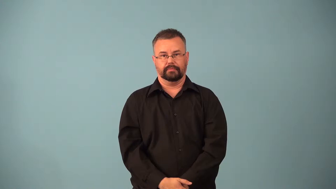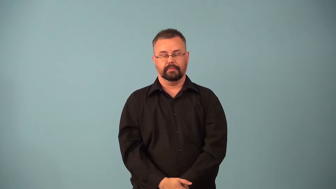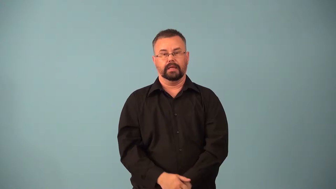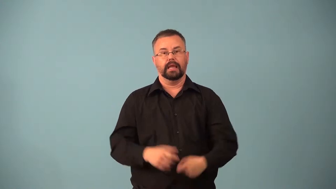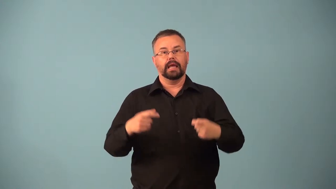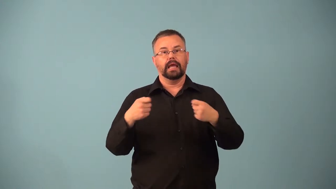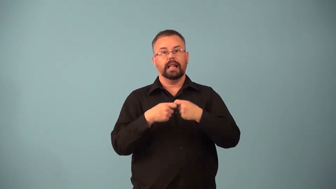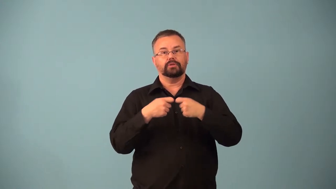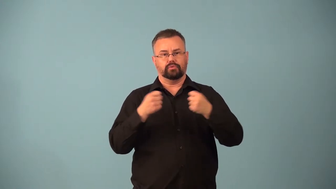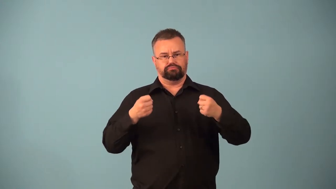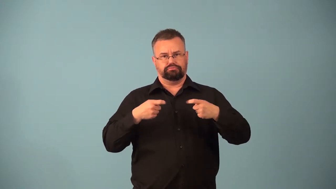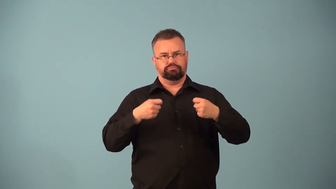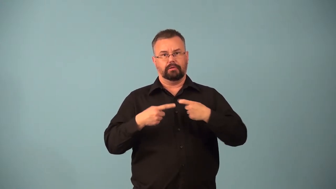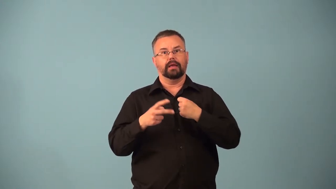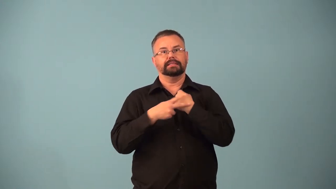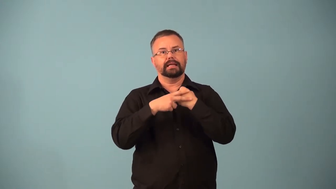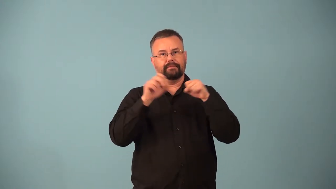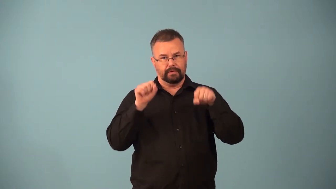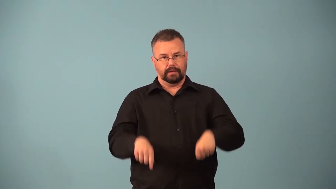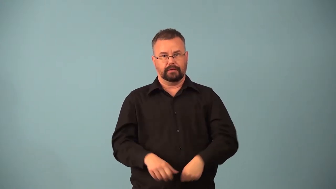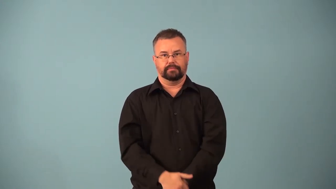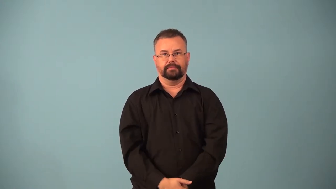capacitance